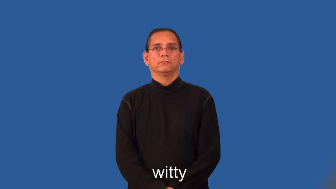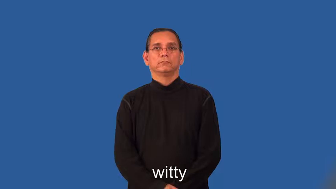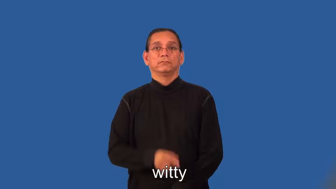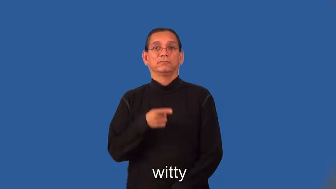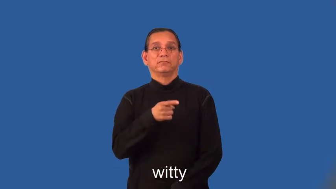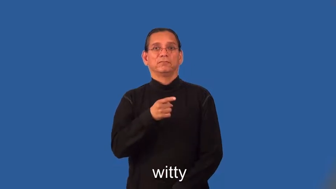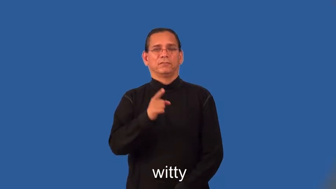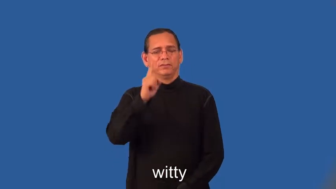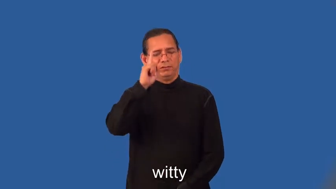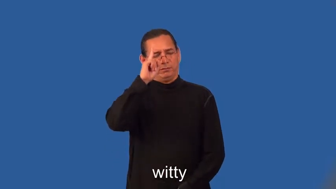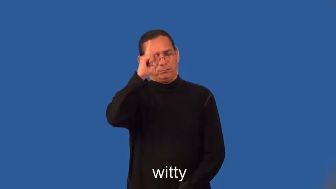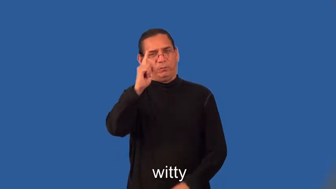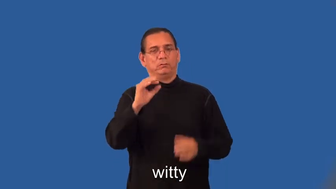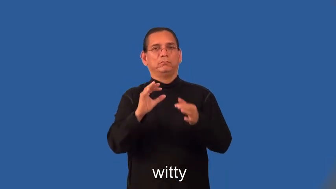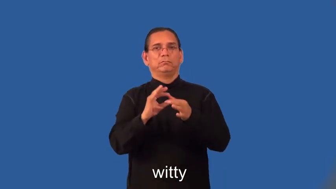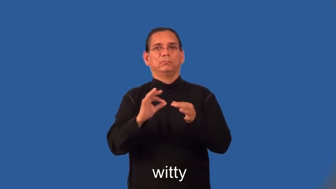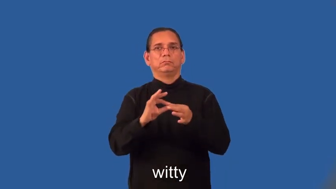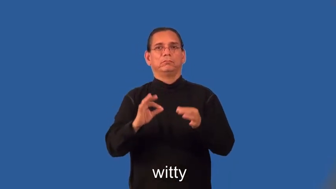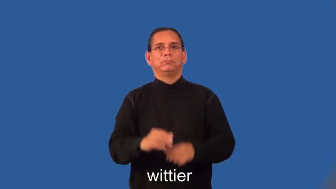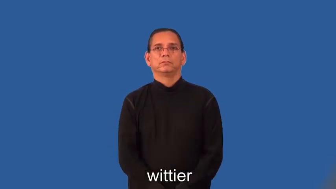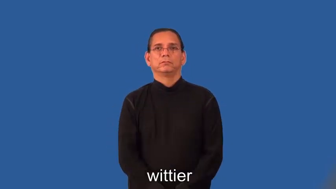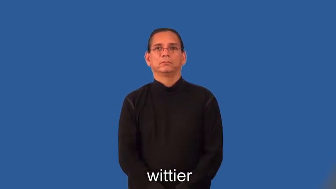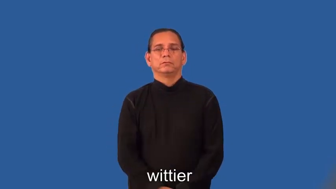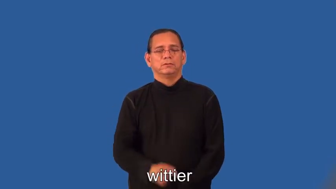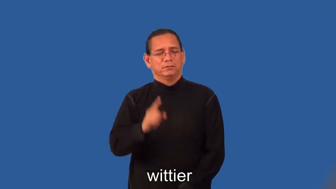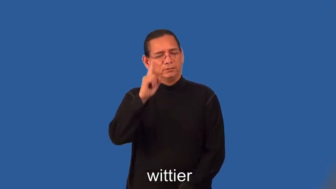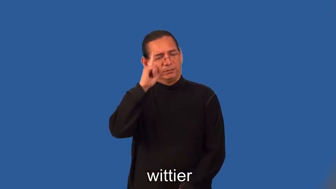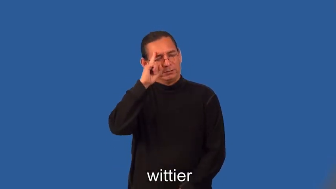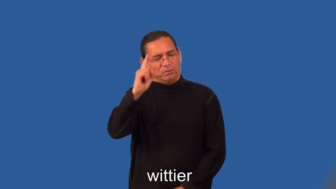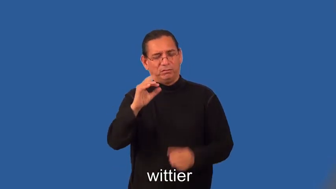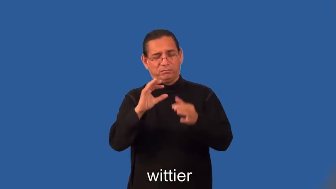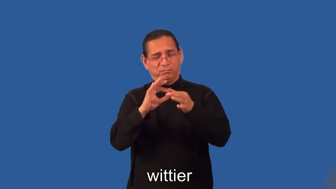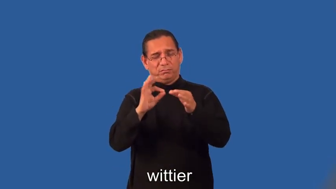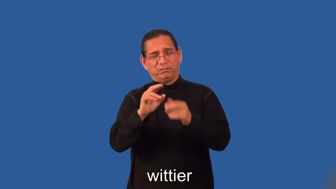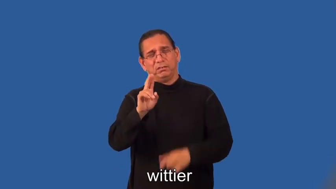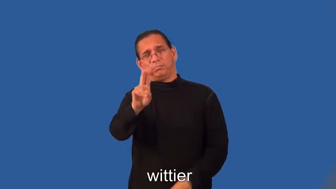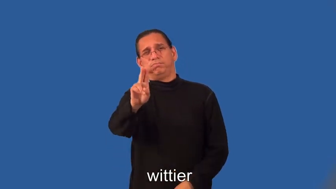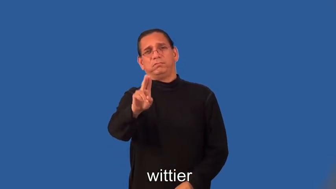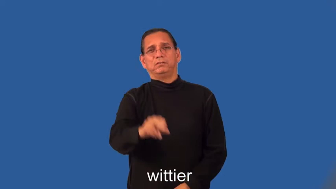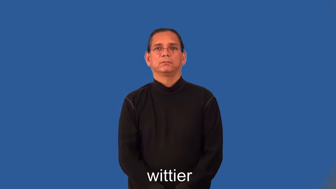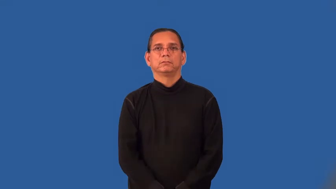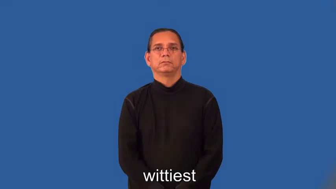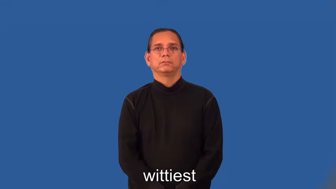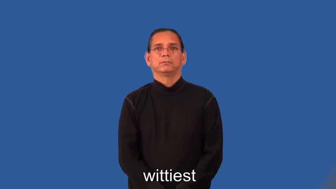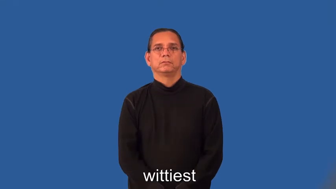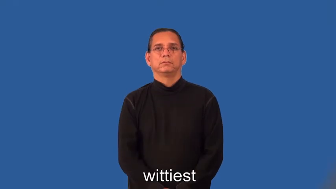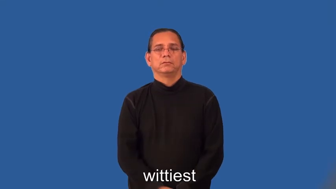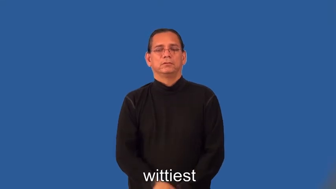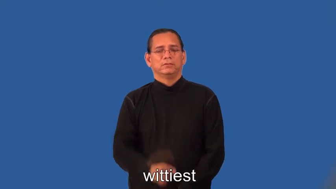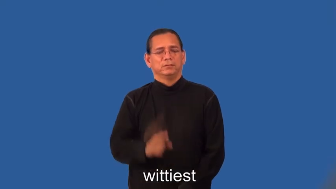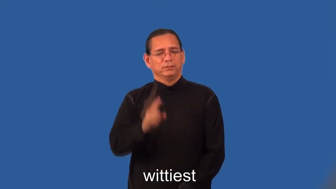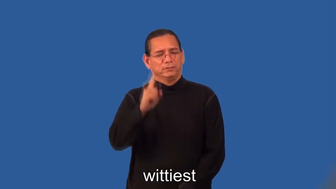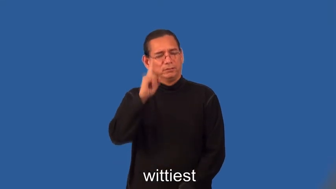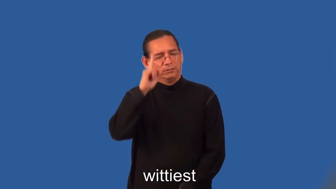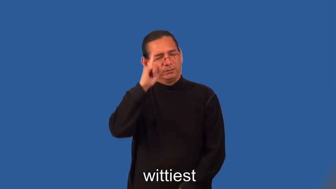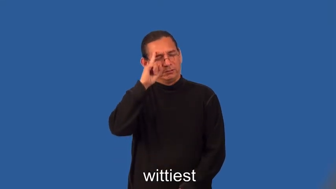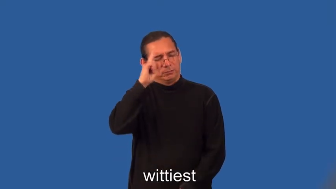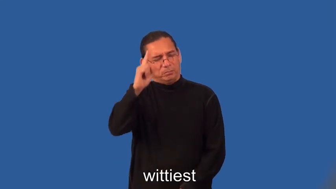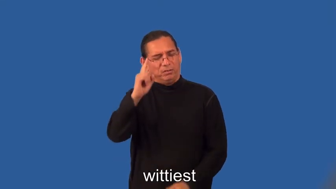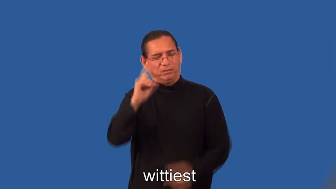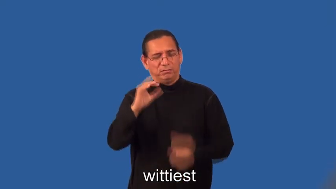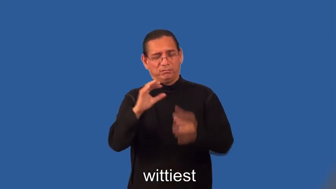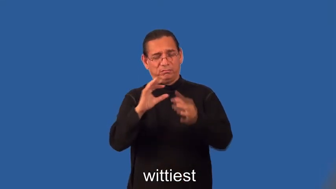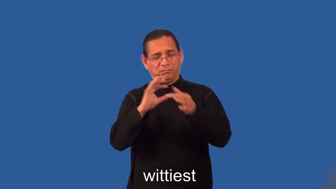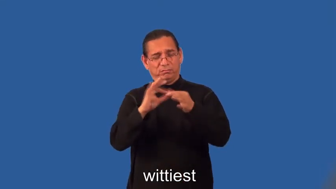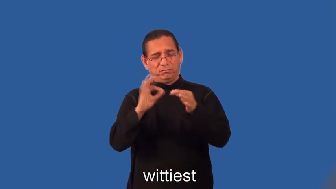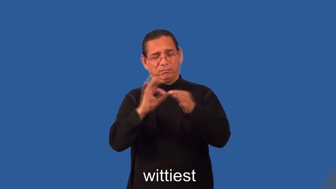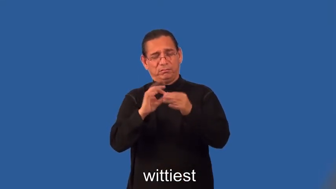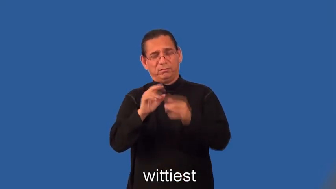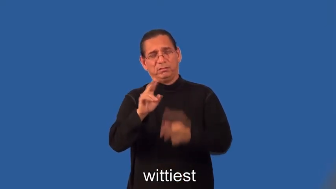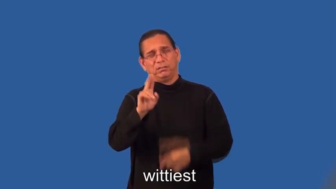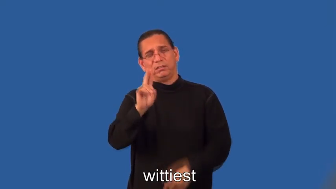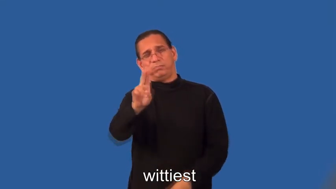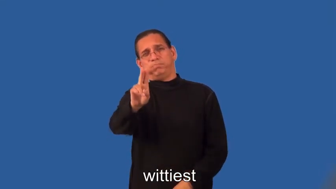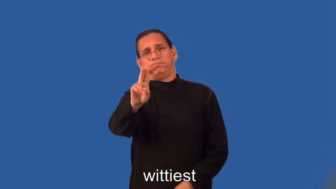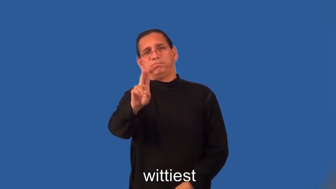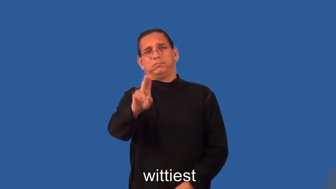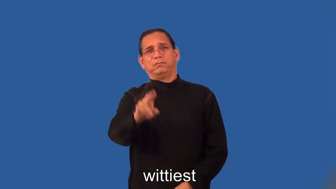wittier,wittiest